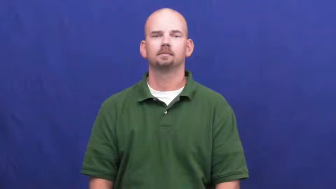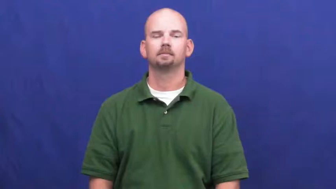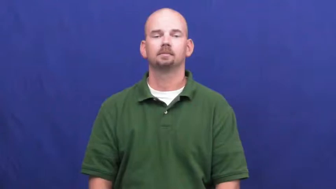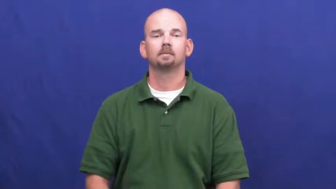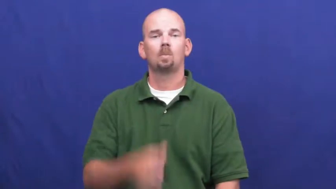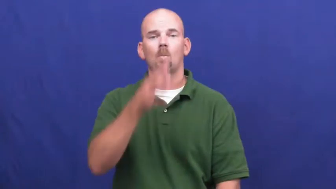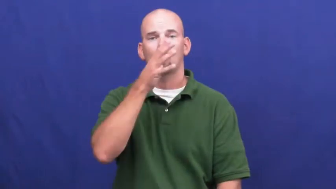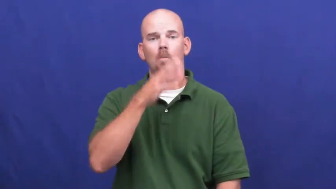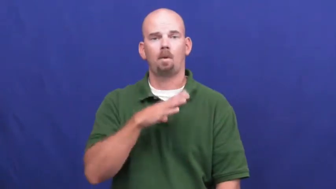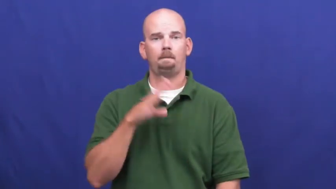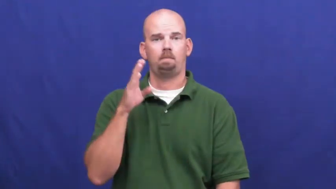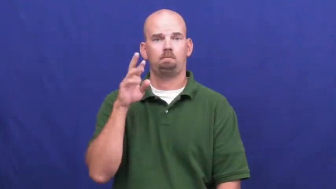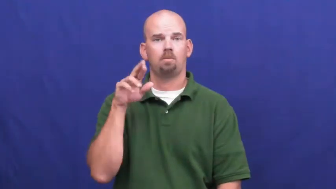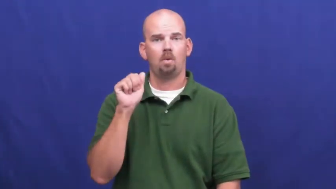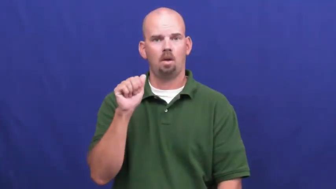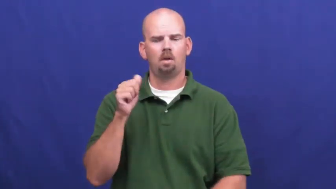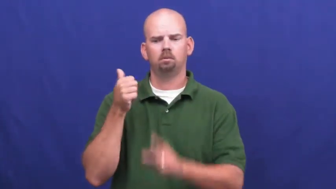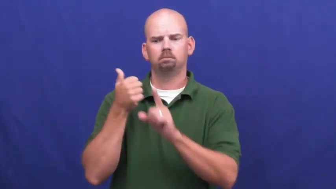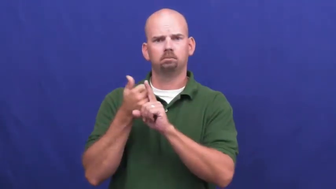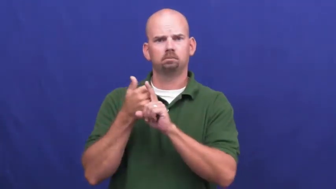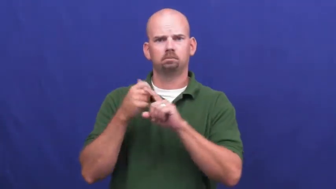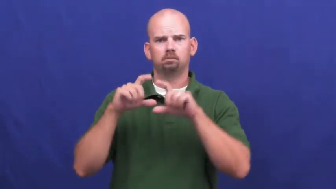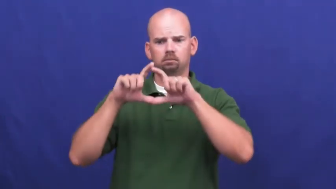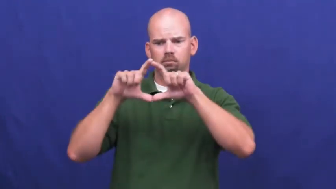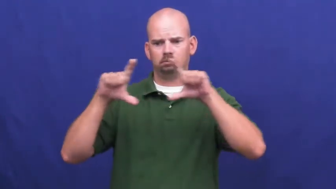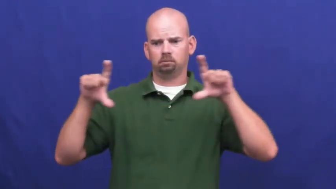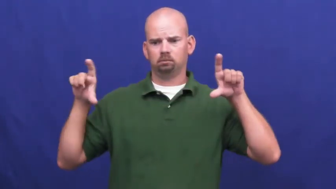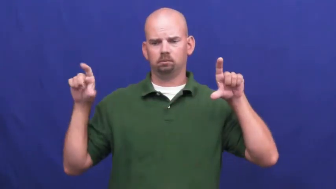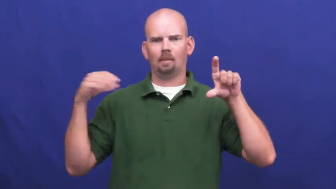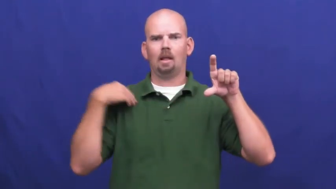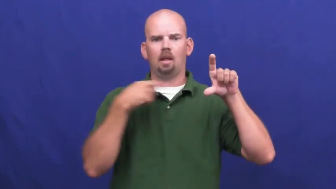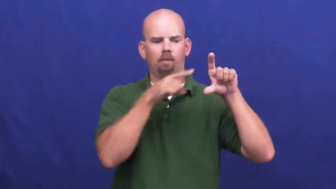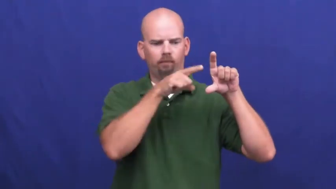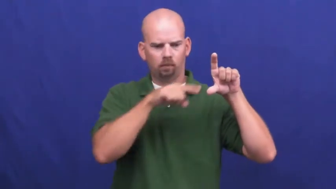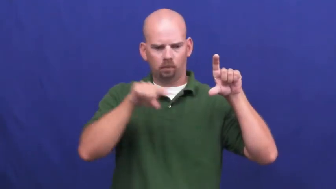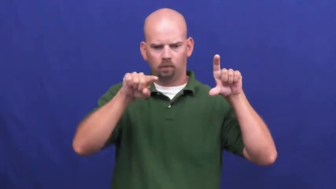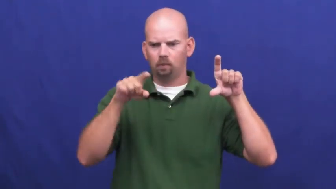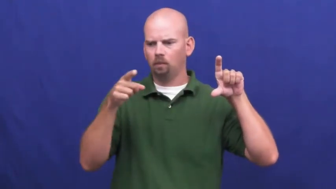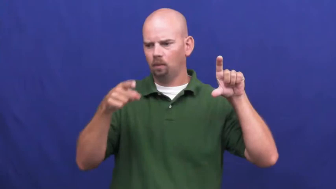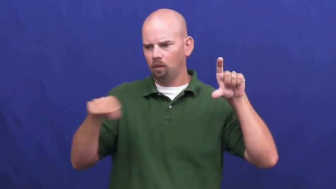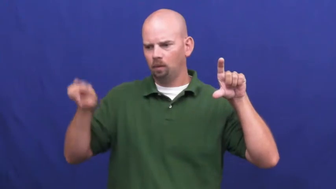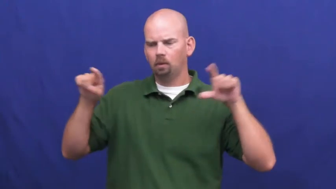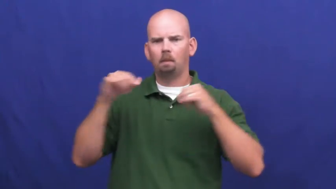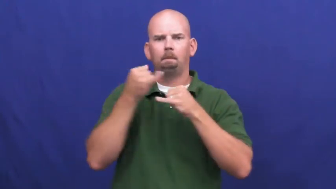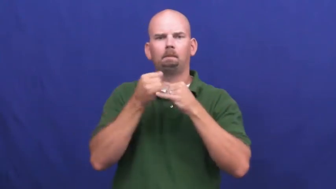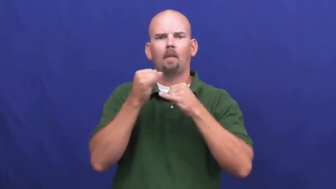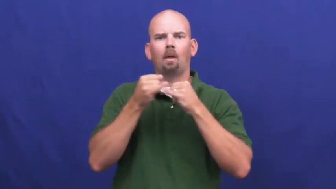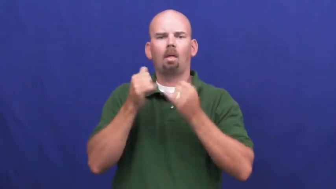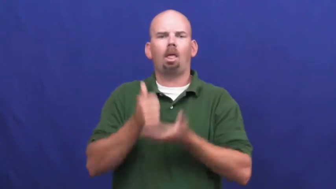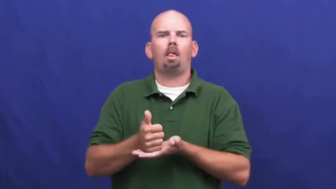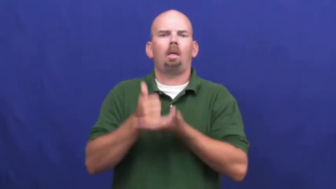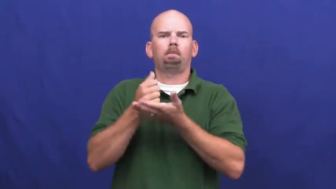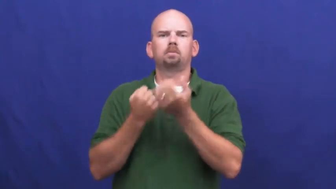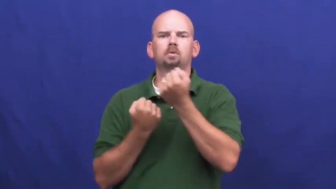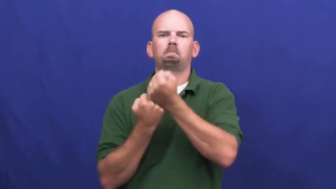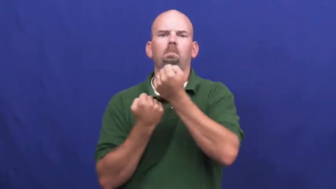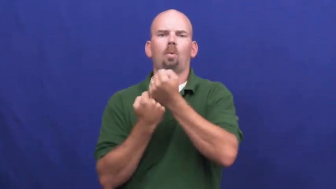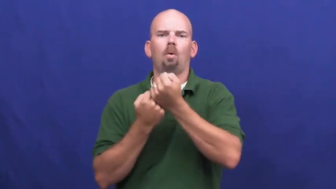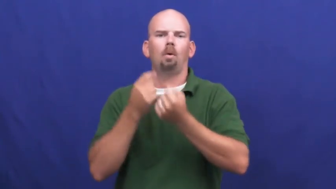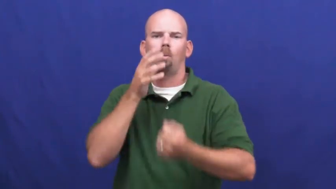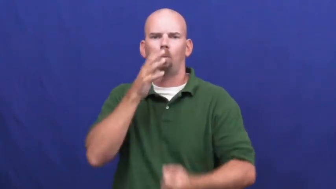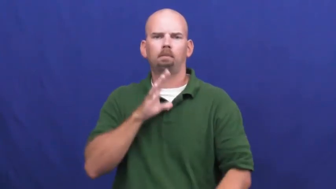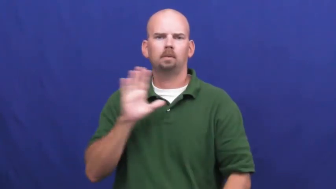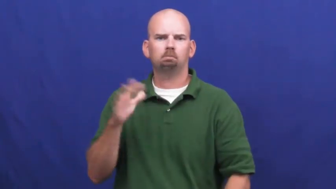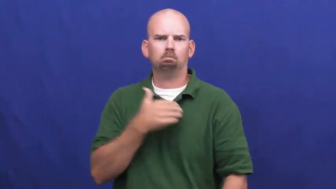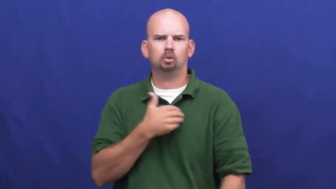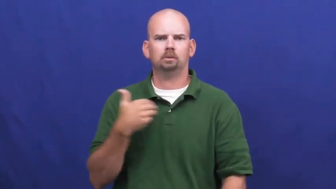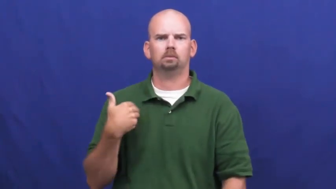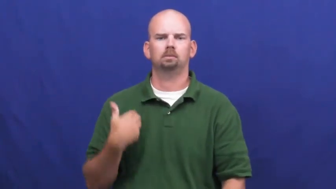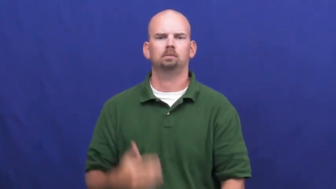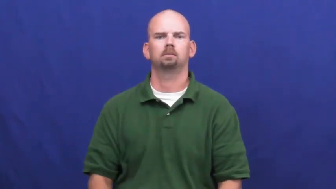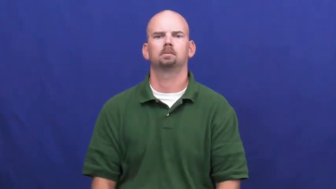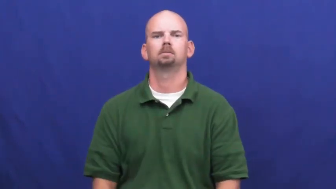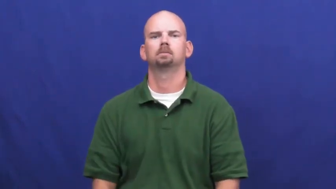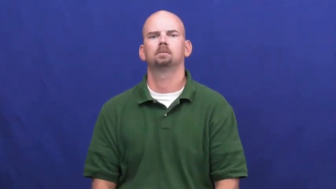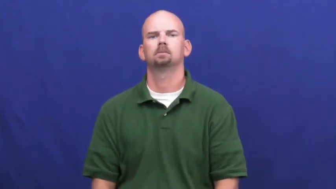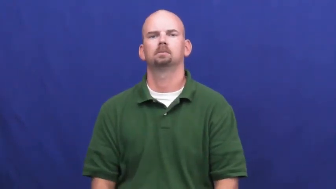underwire